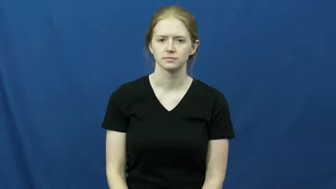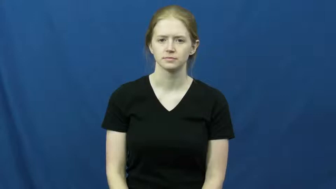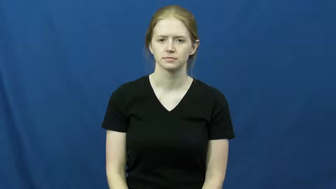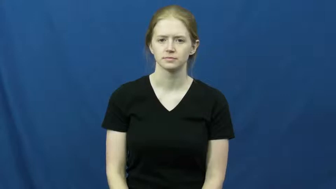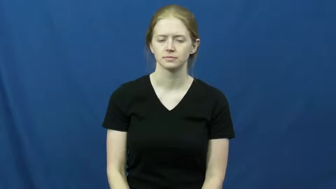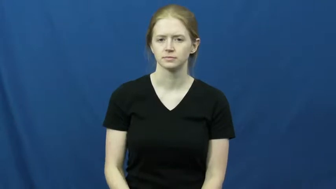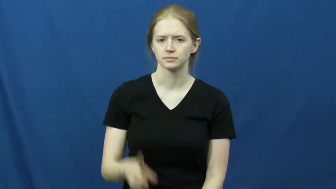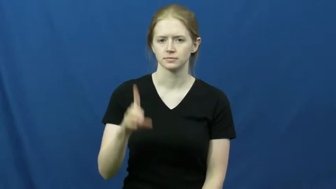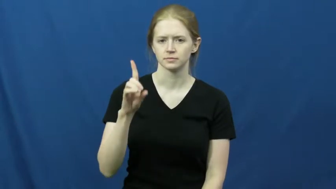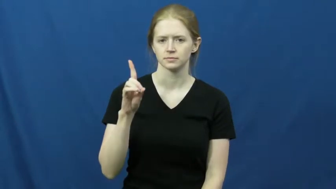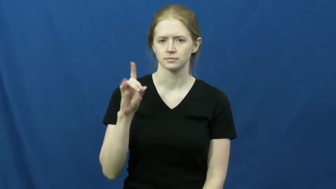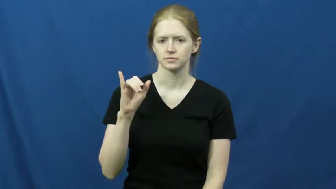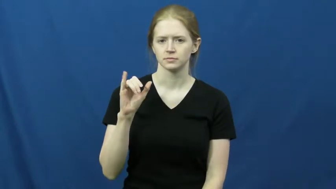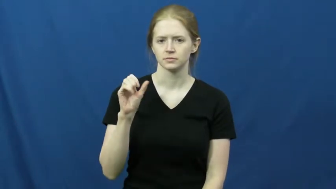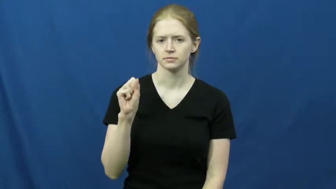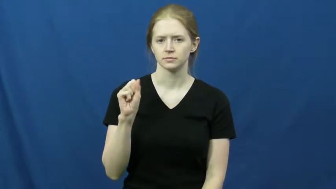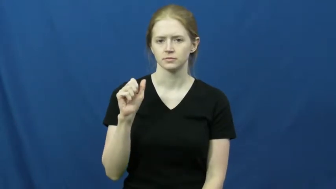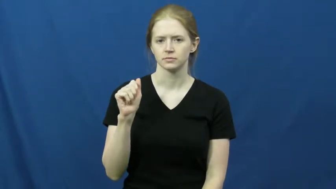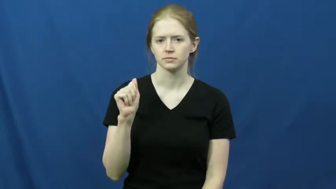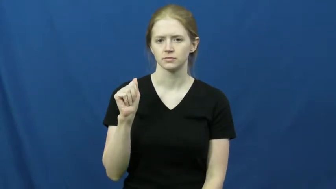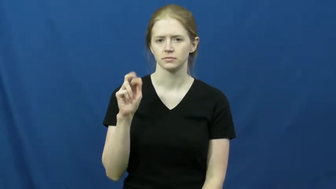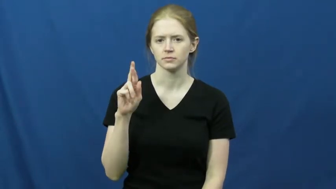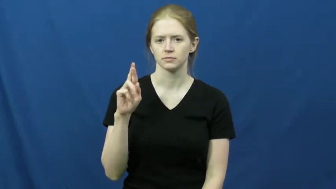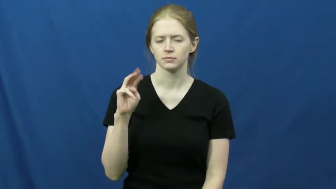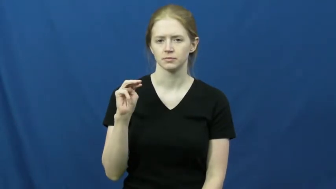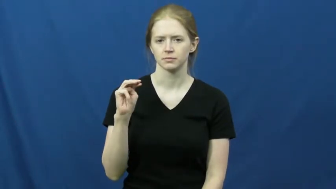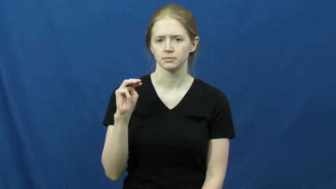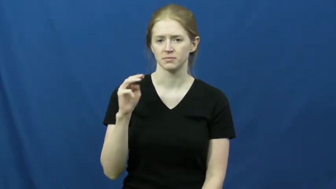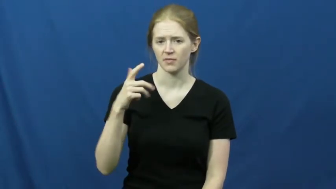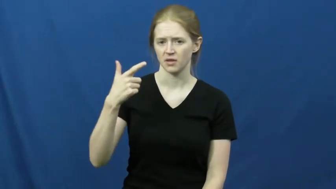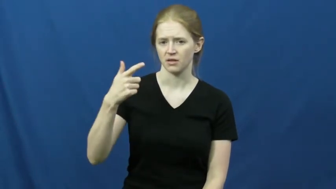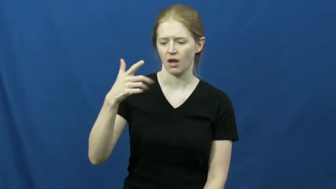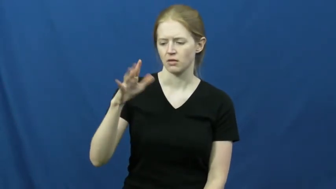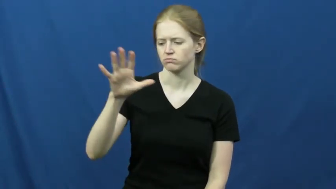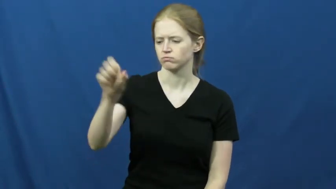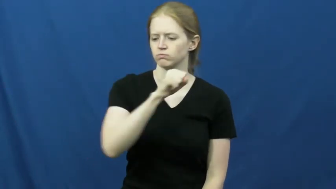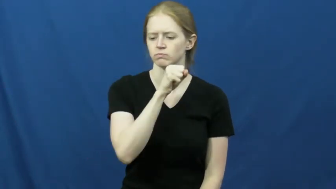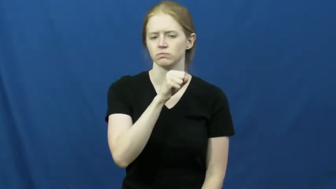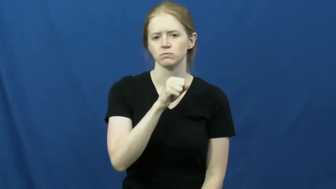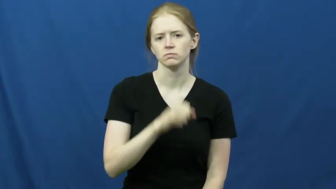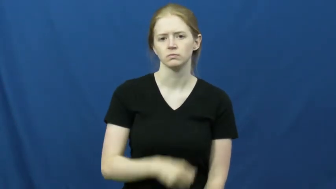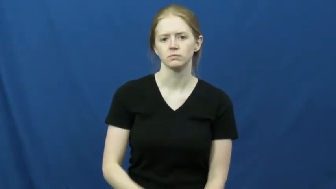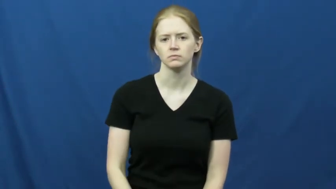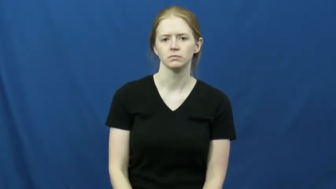disarm